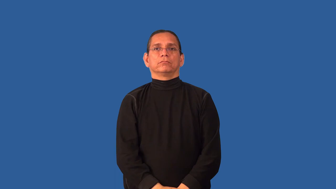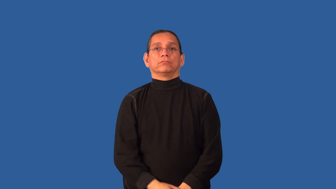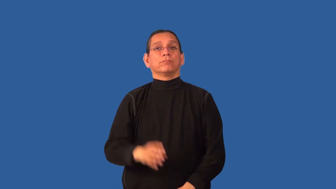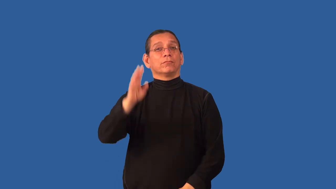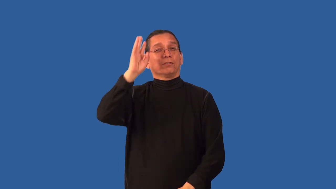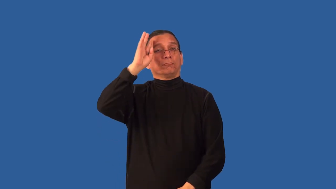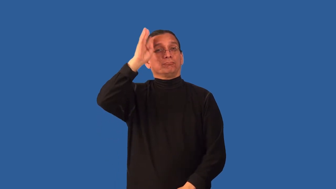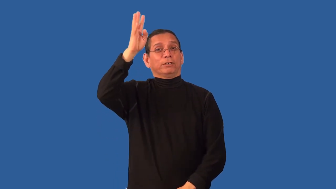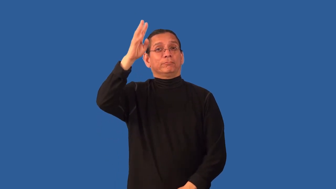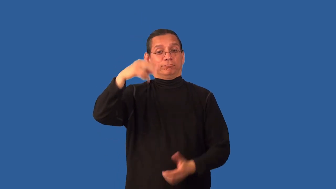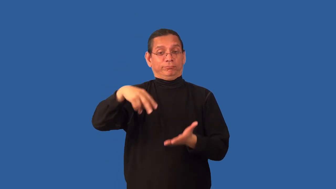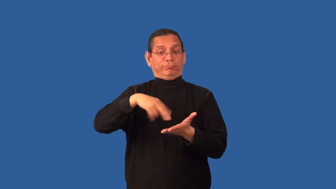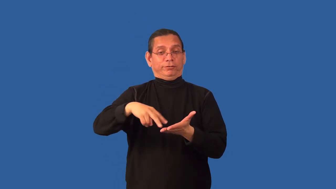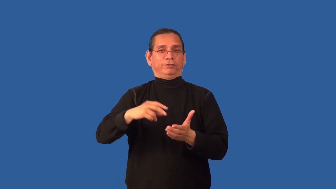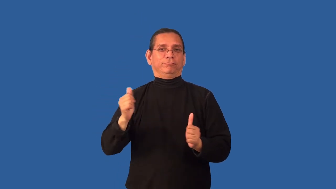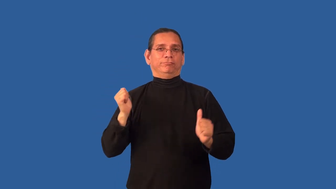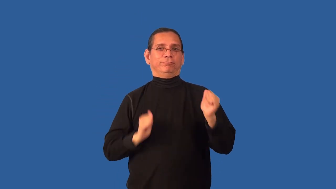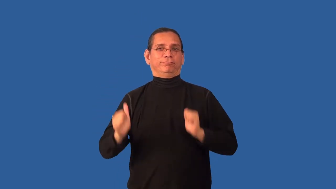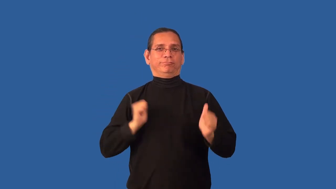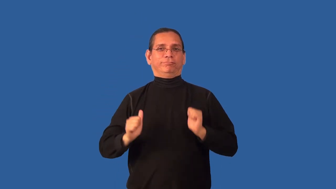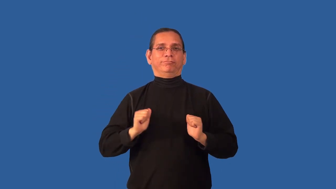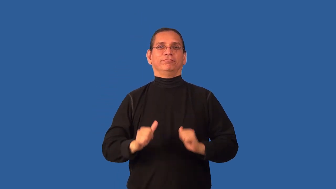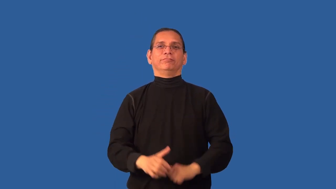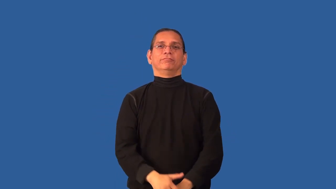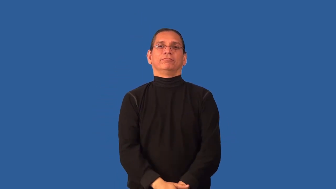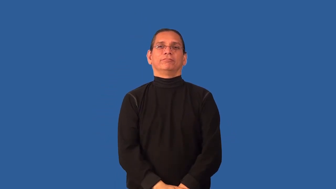choreography